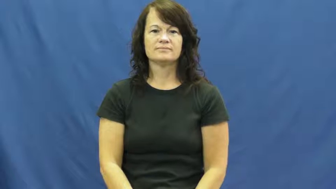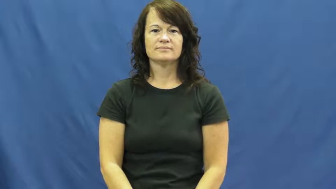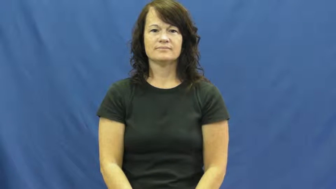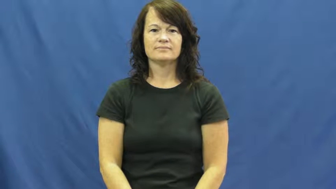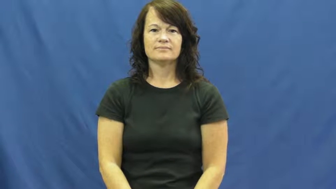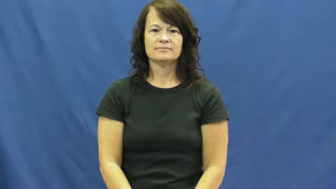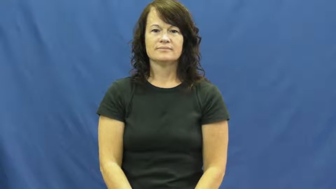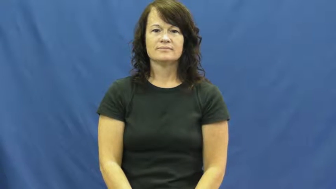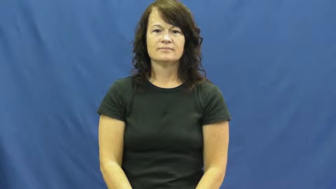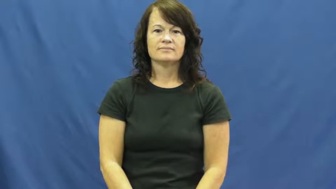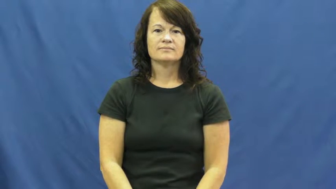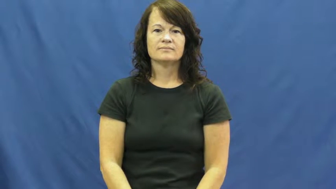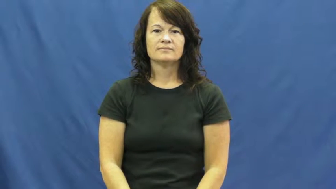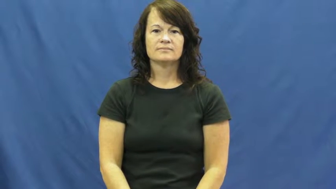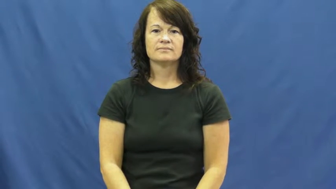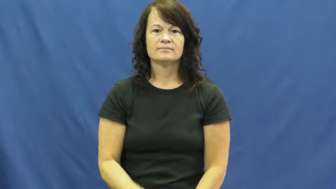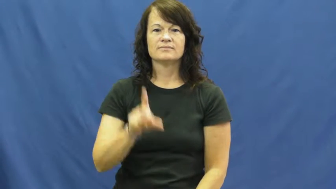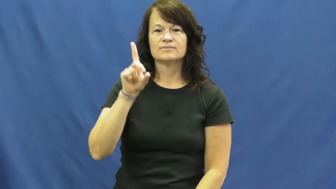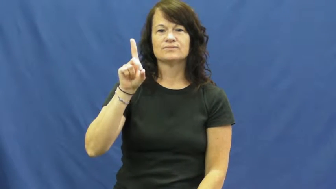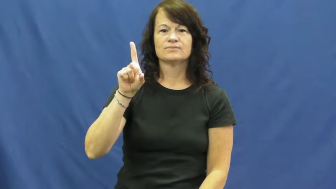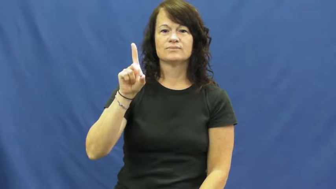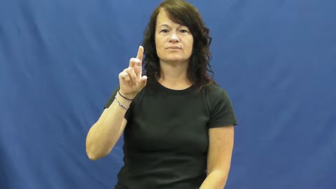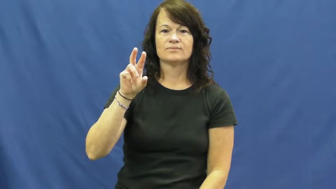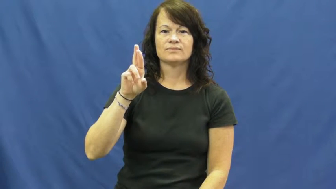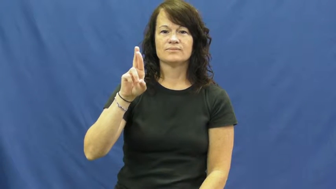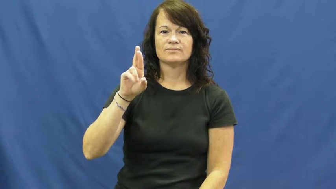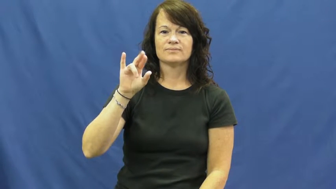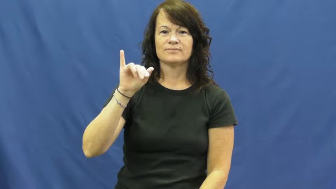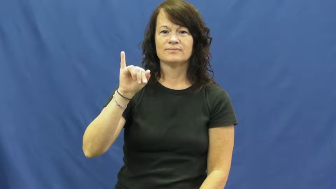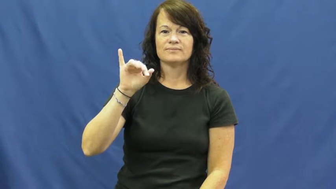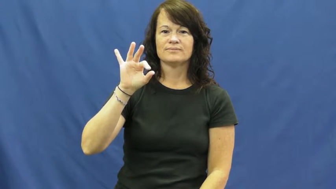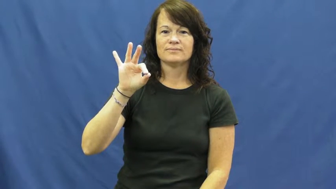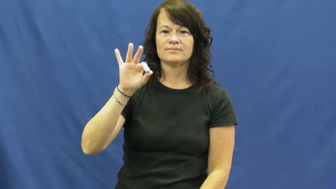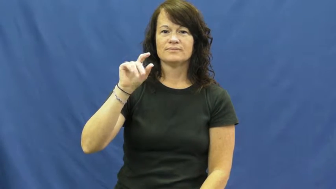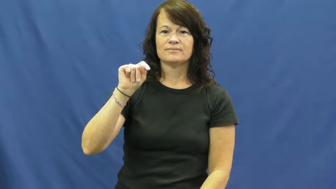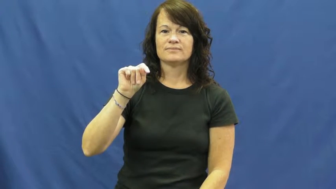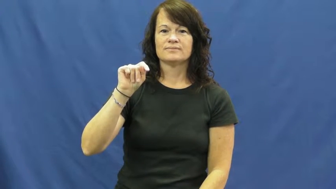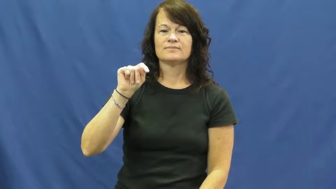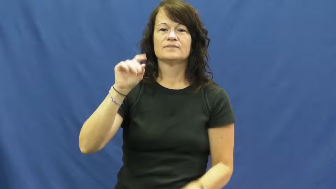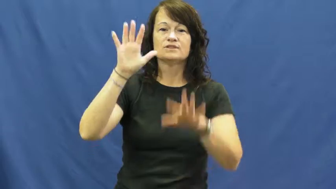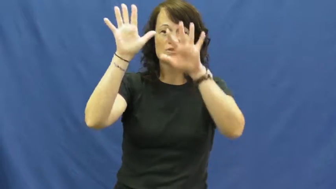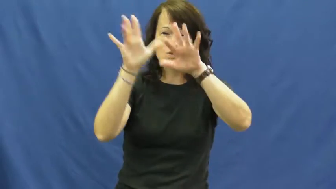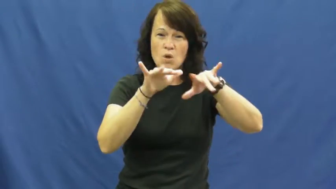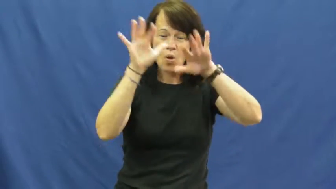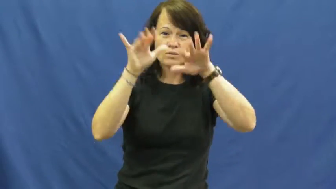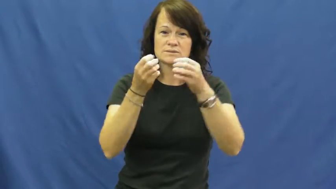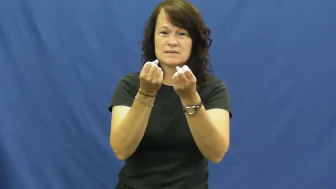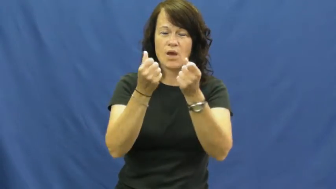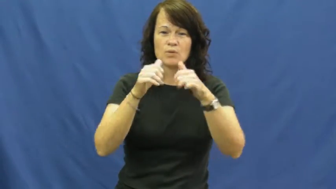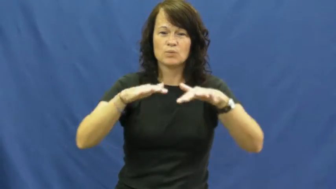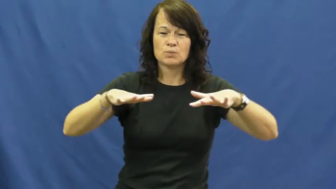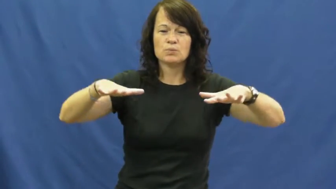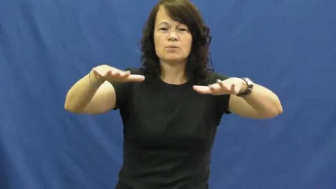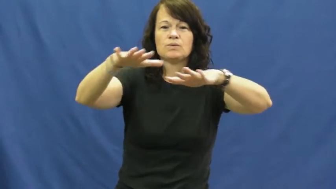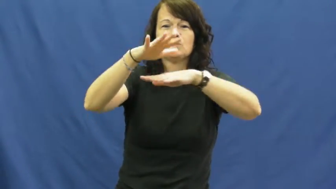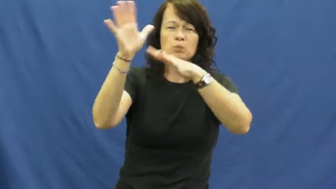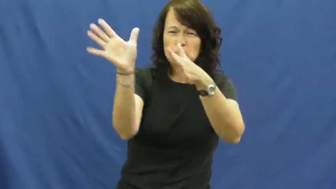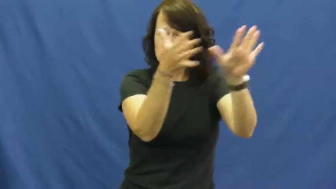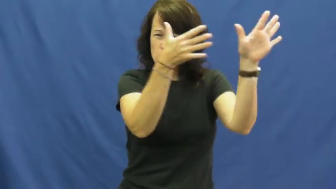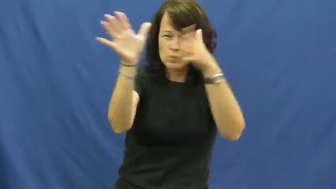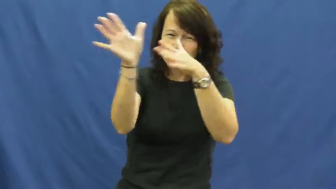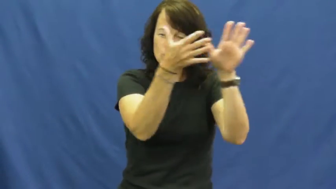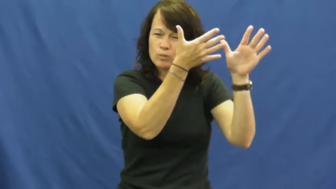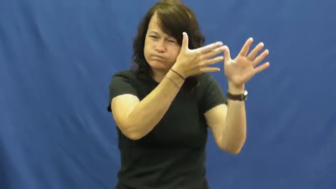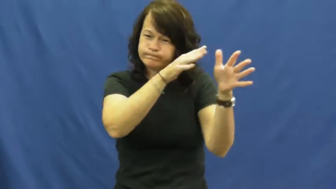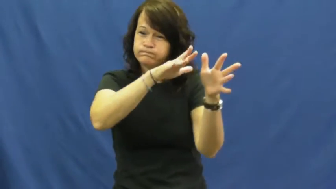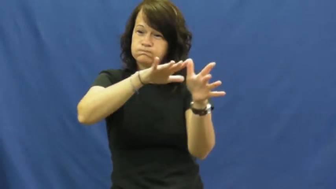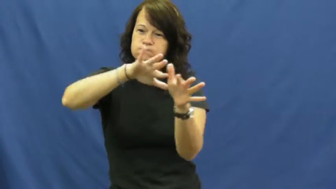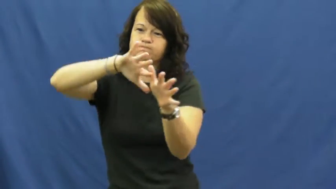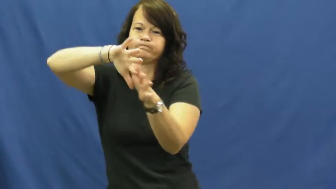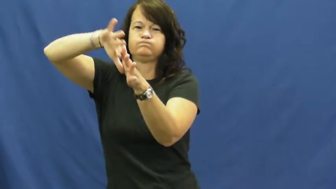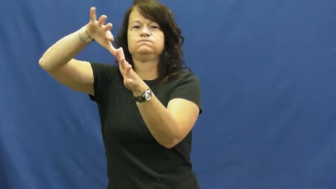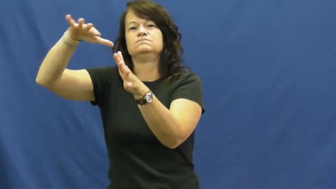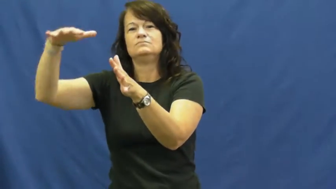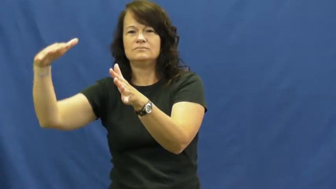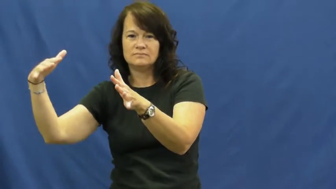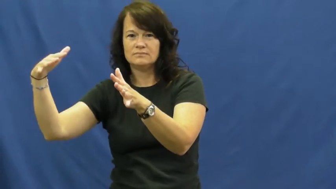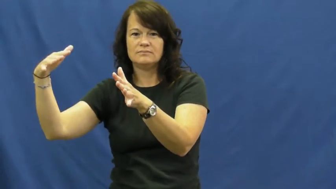drift,snowdrift,snowbank